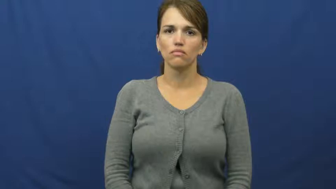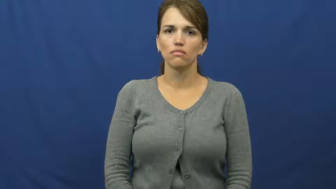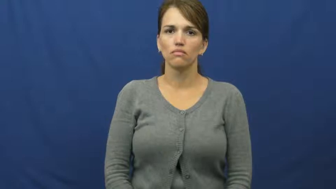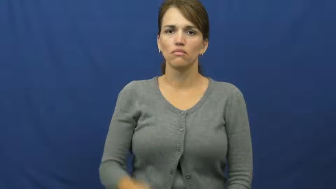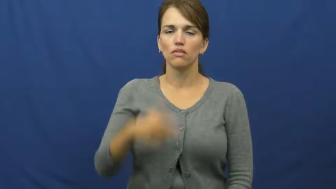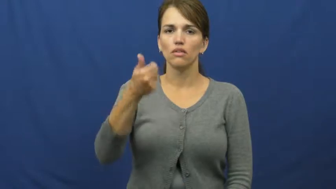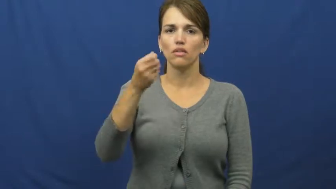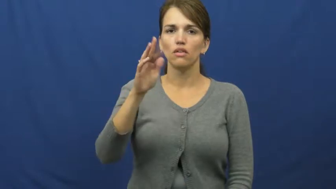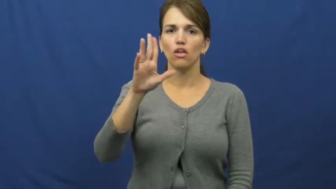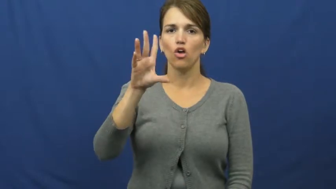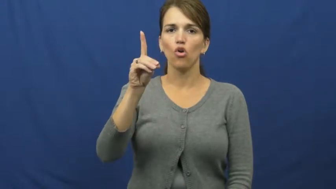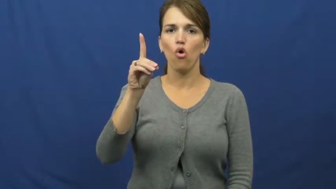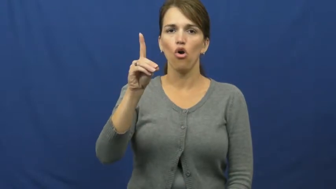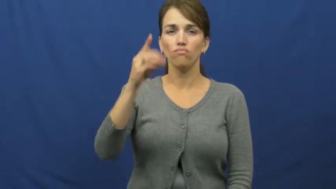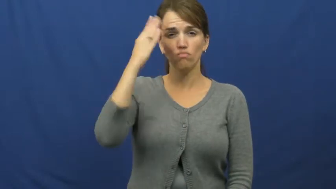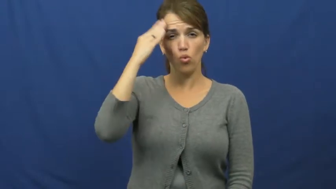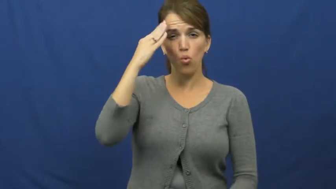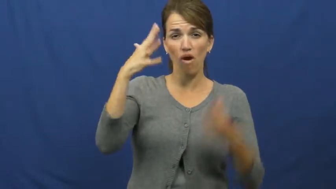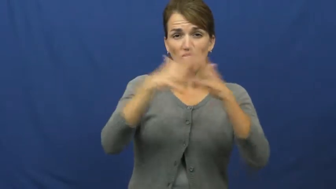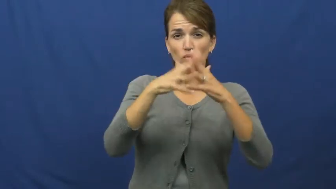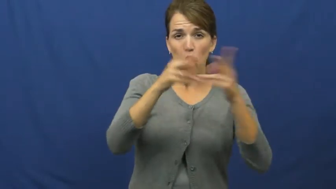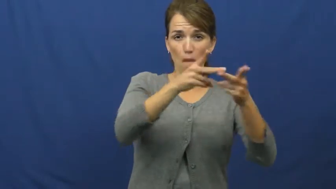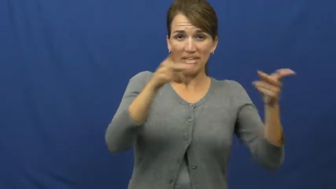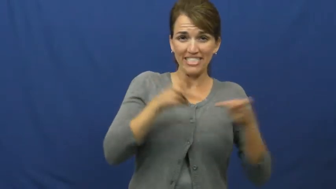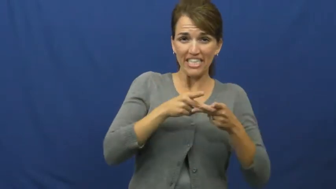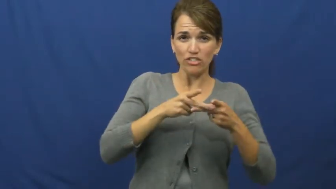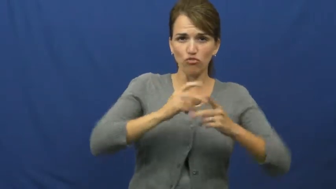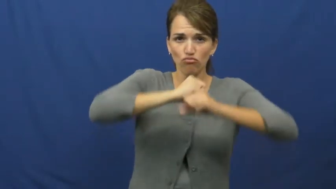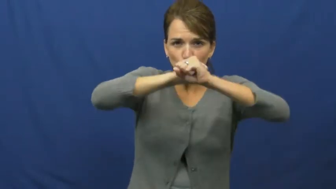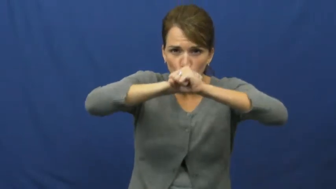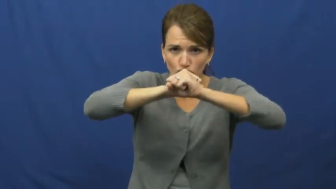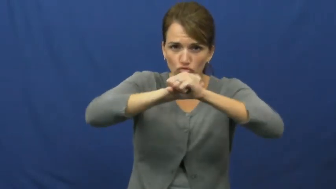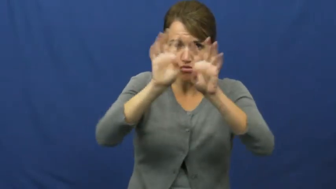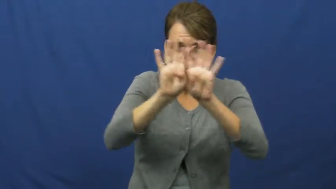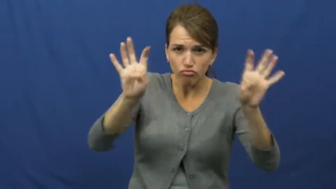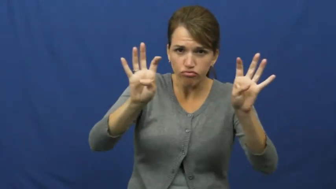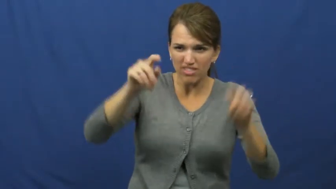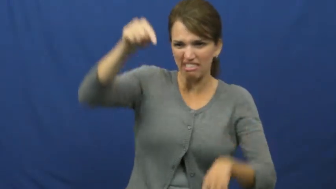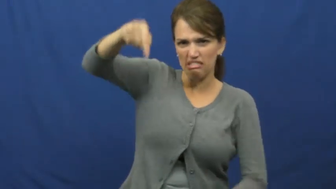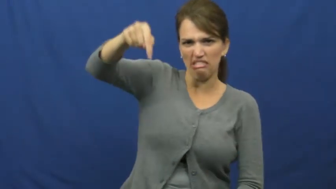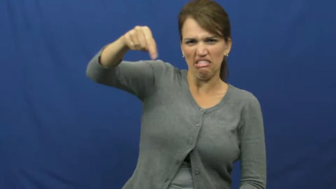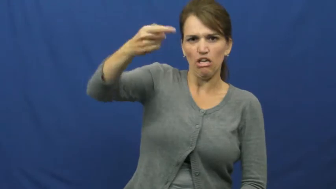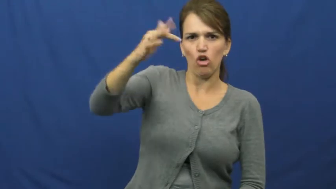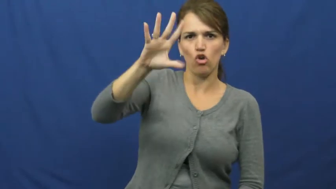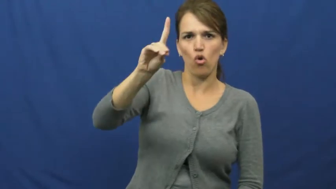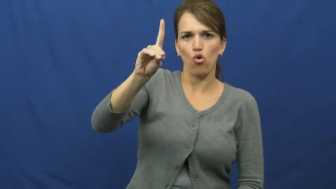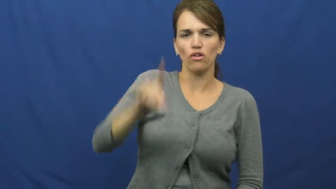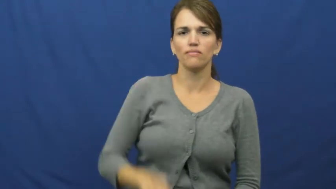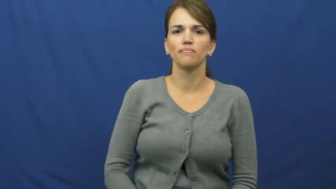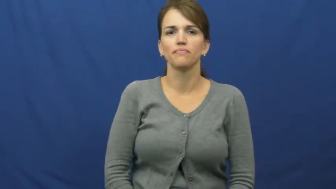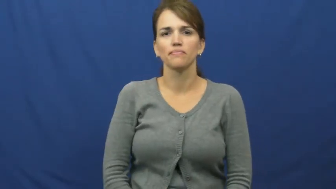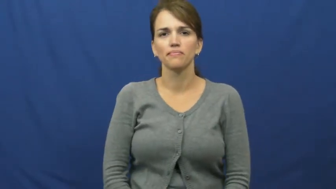guard-football